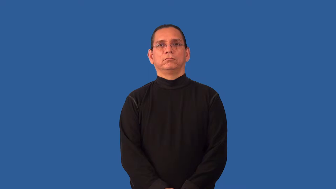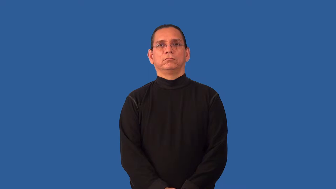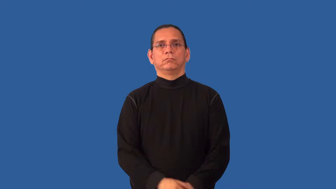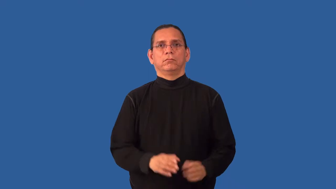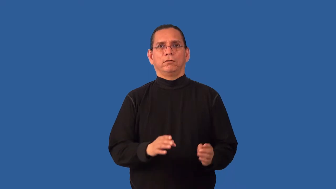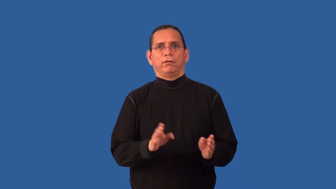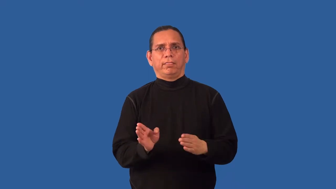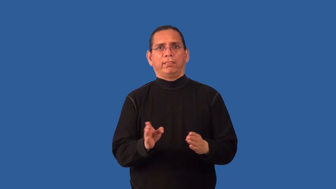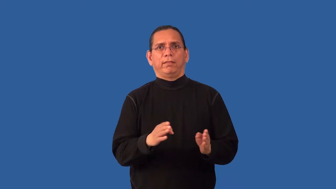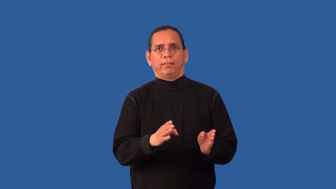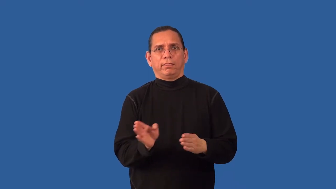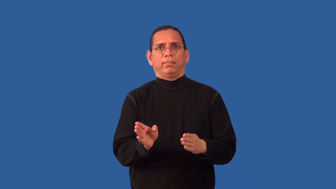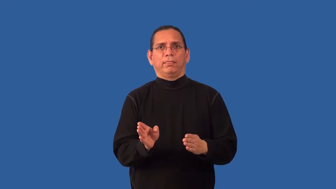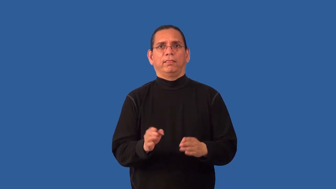misalign